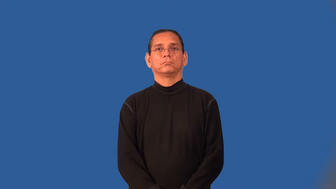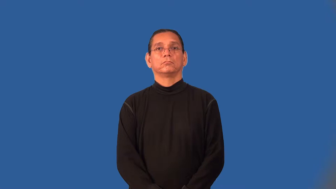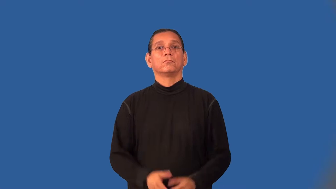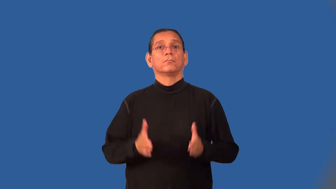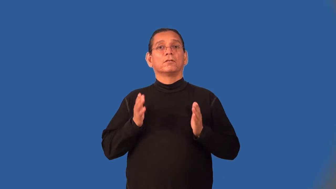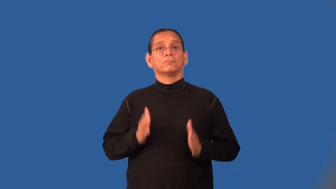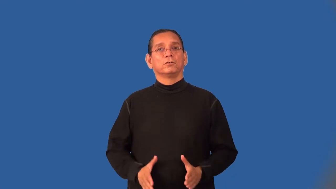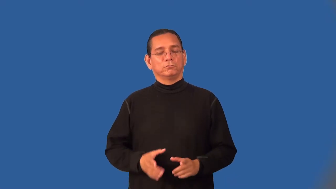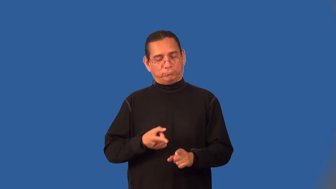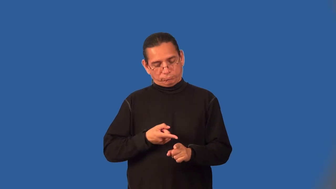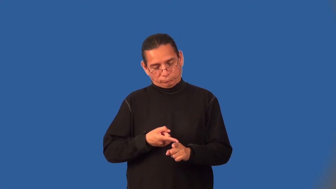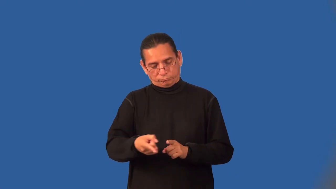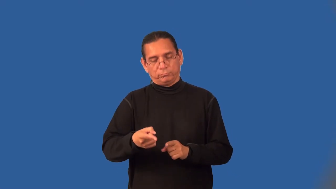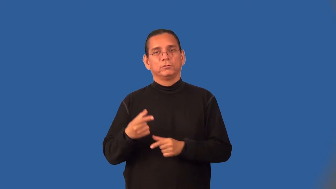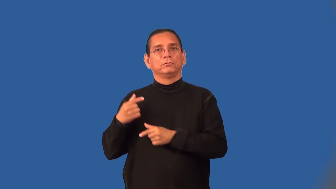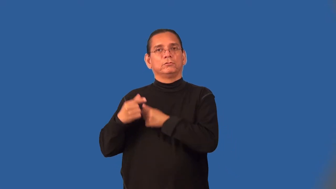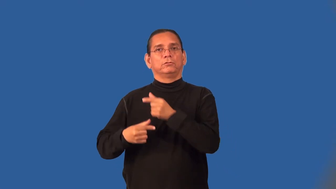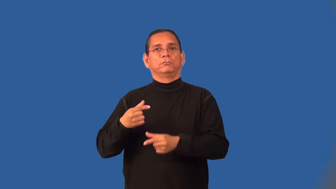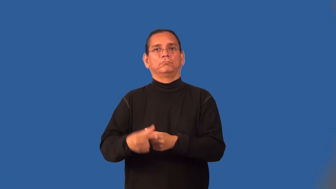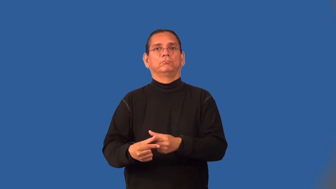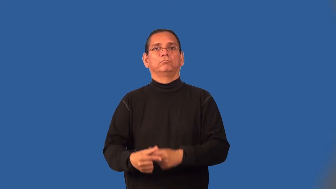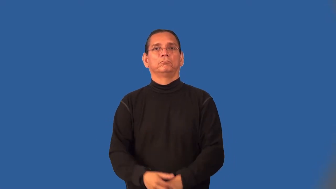geneticist